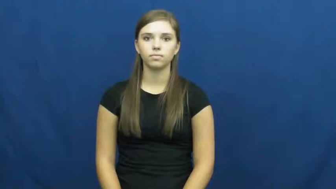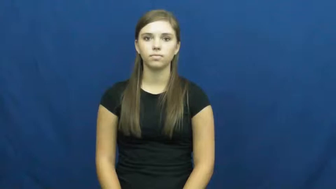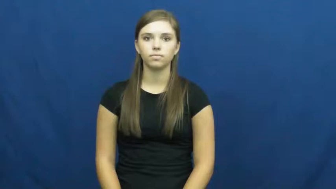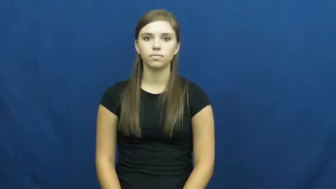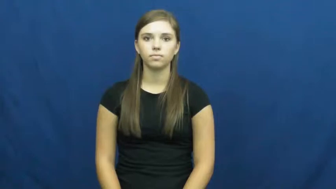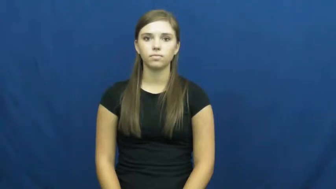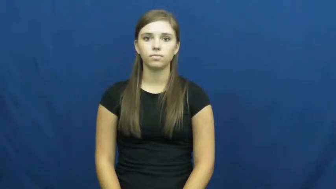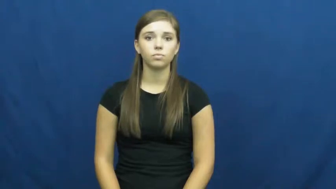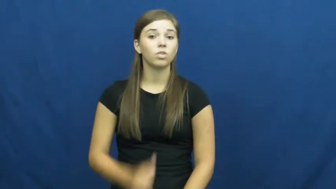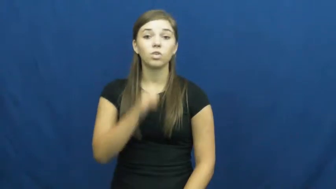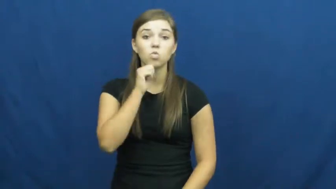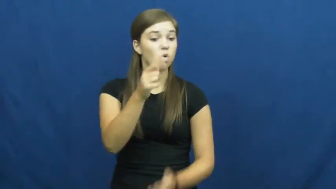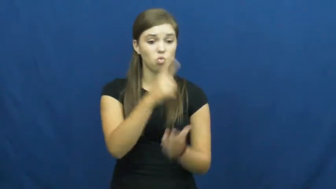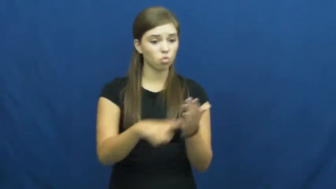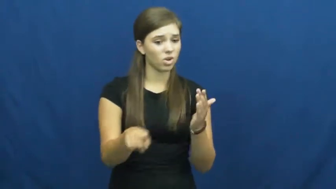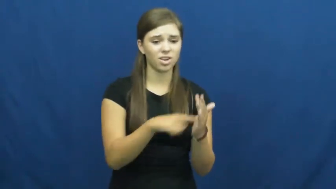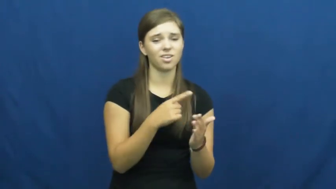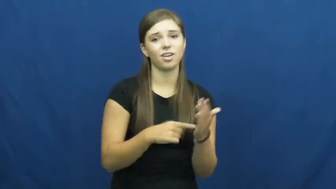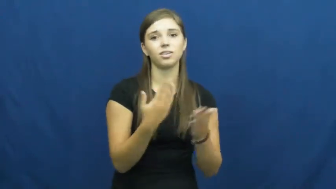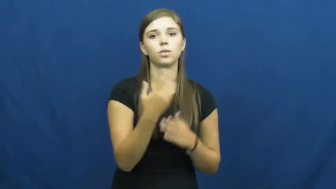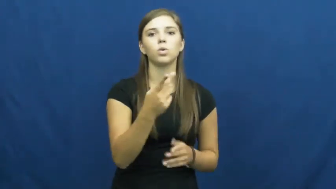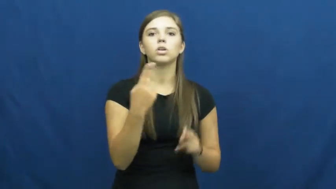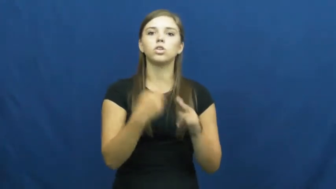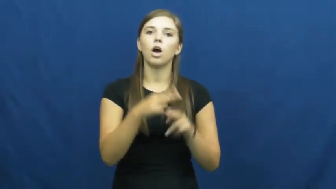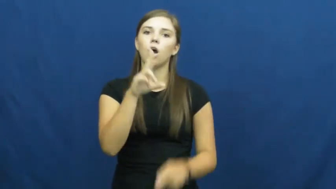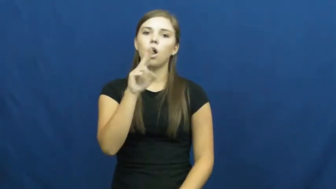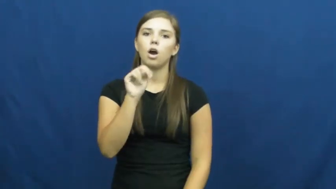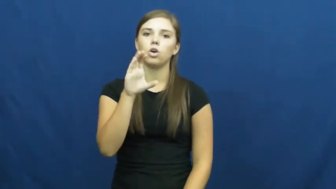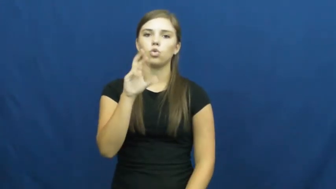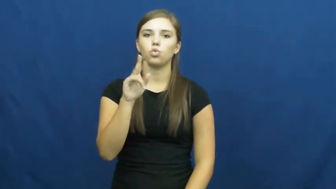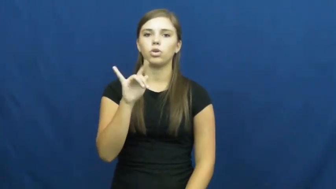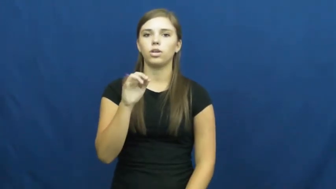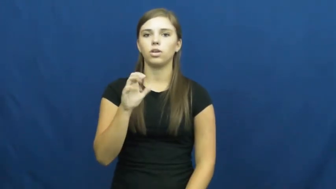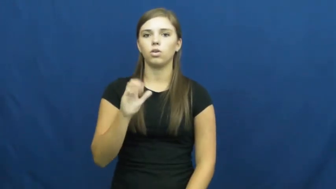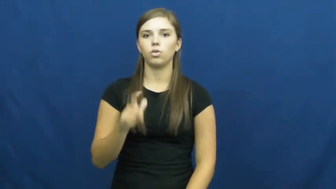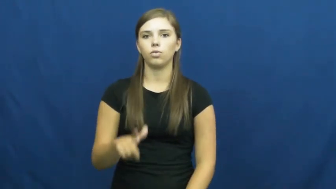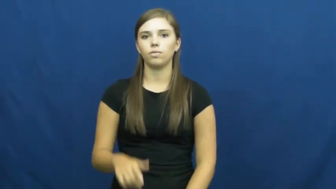uncritical